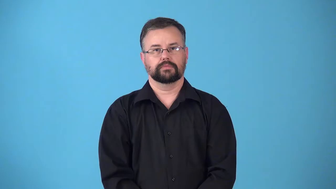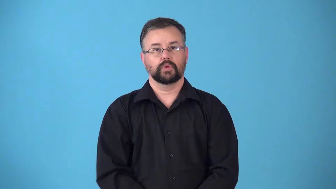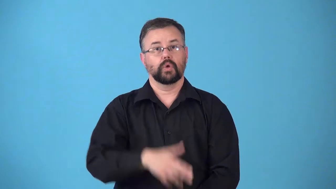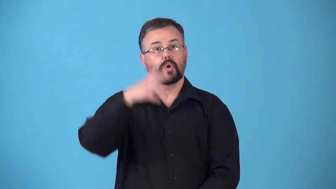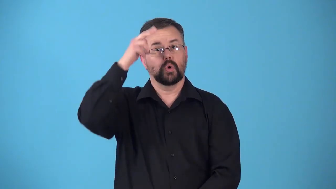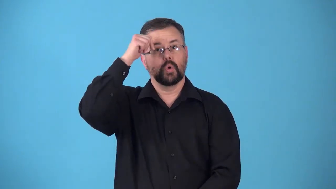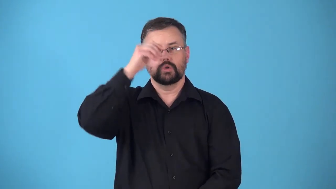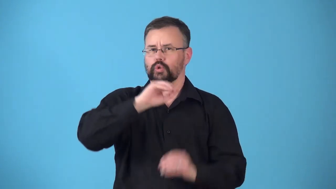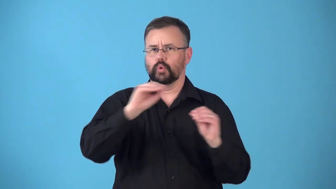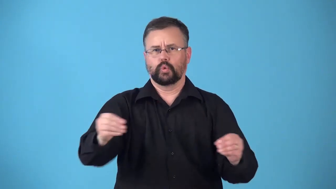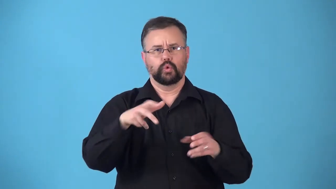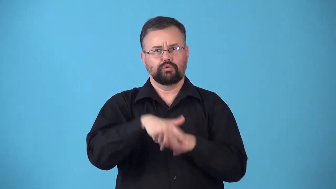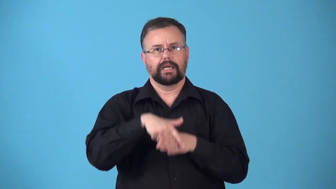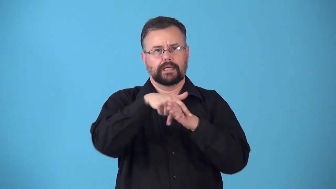riderless